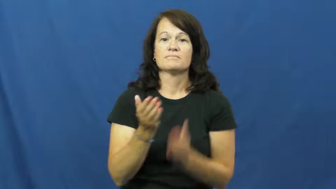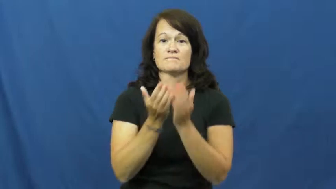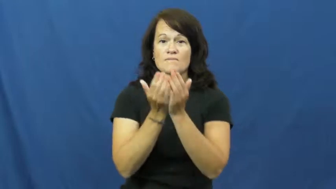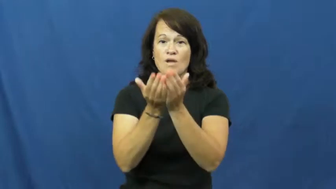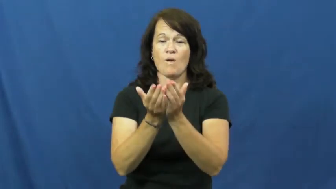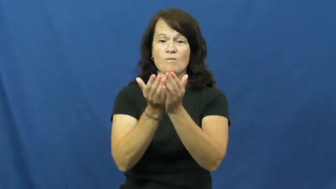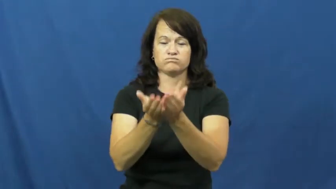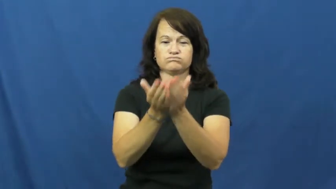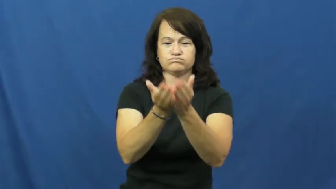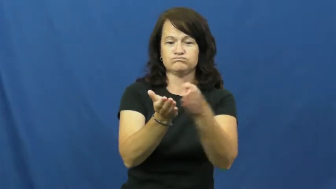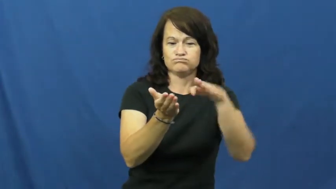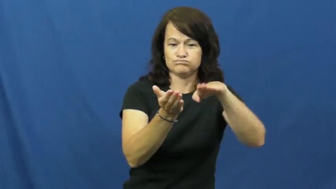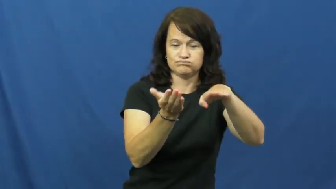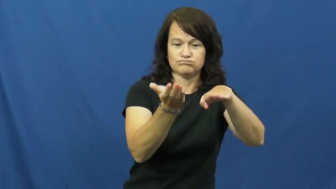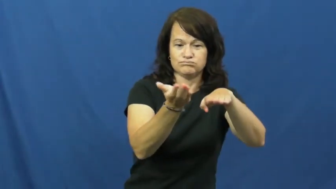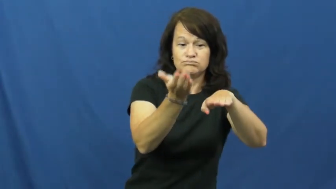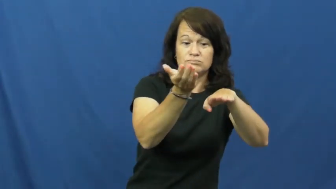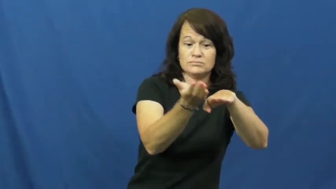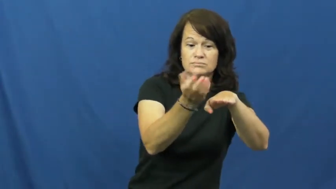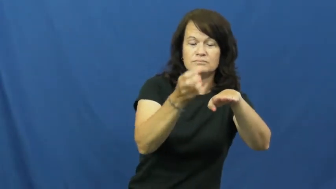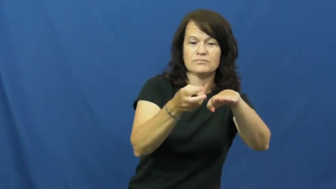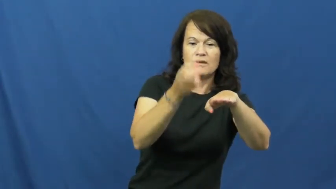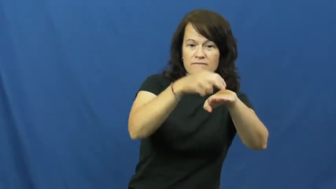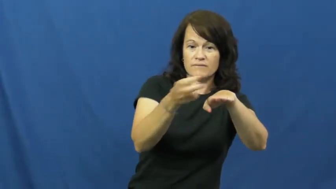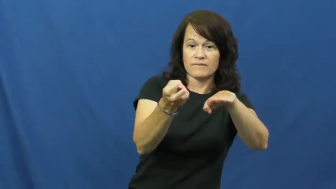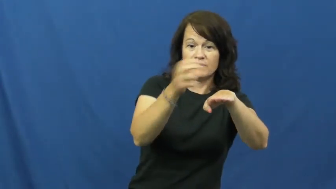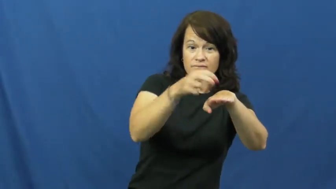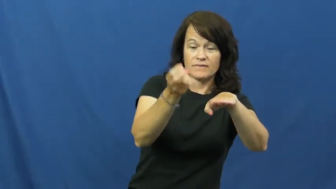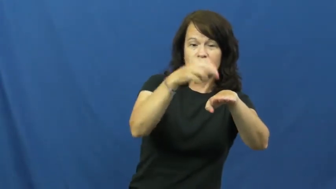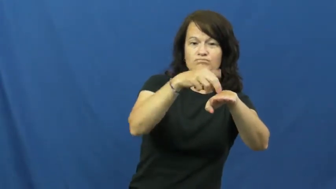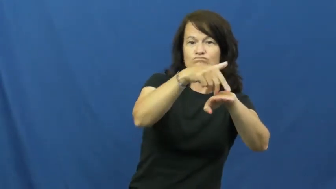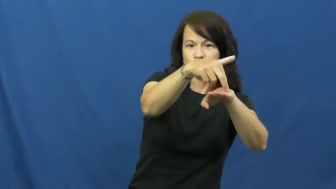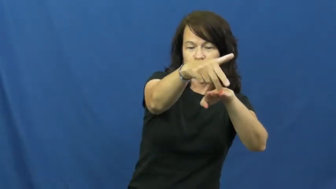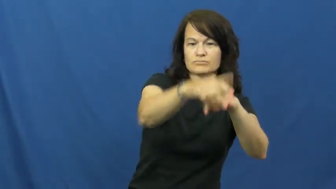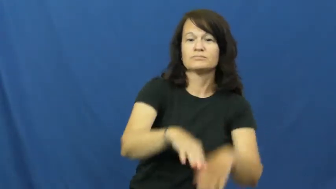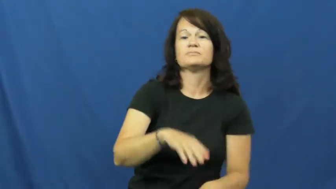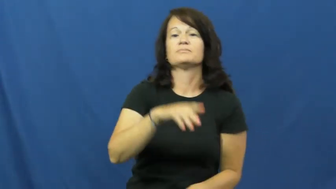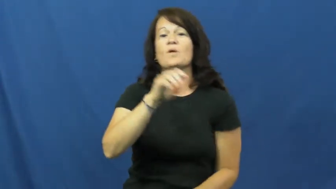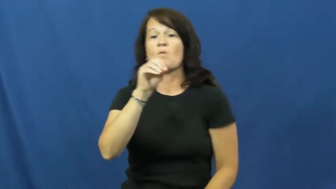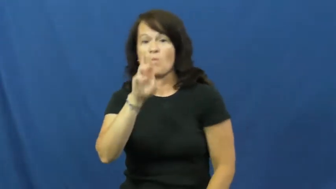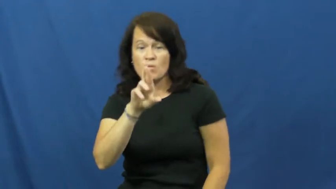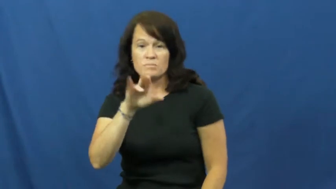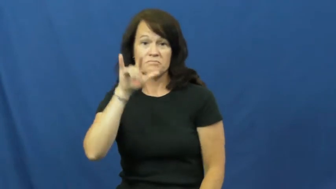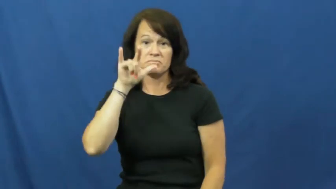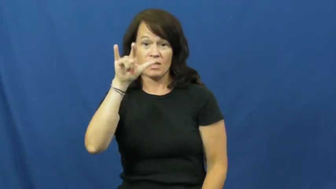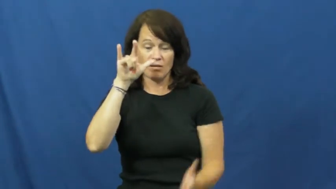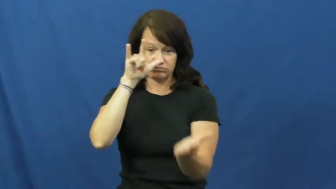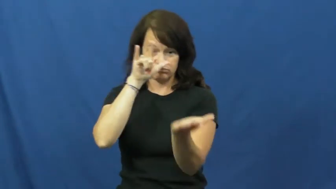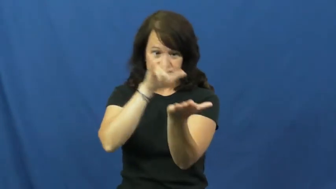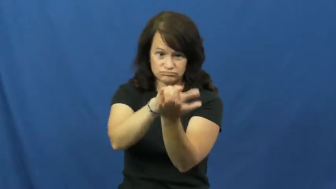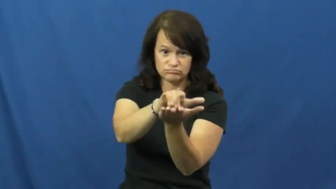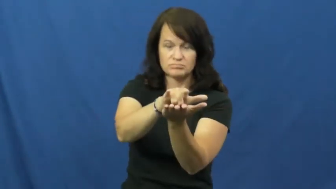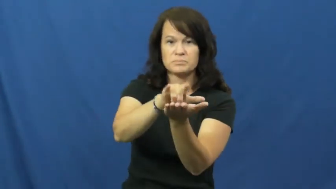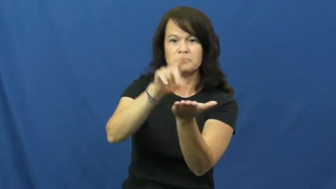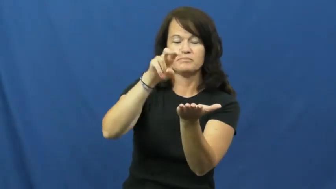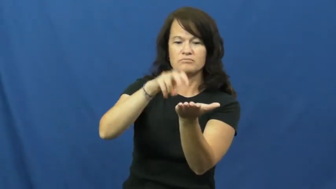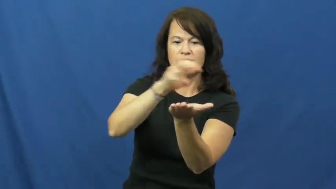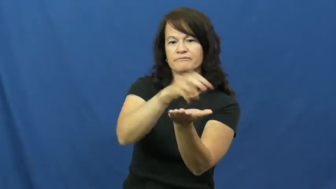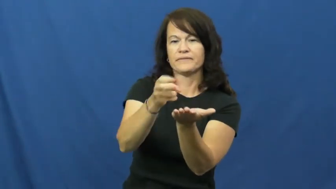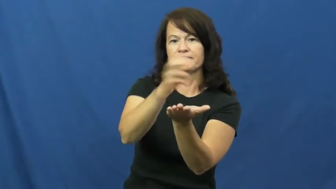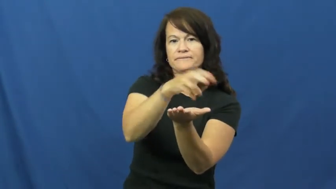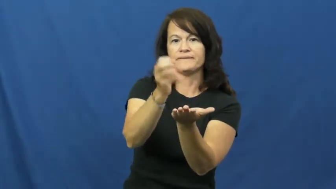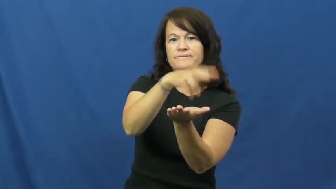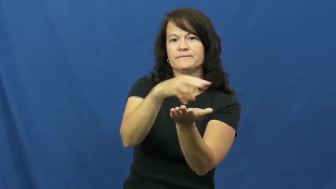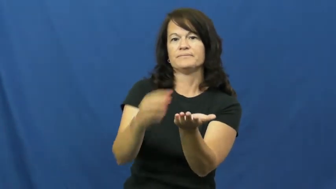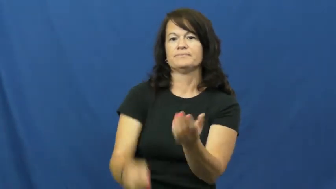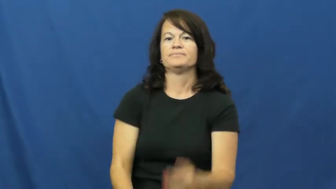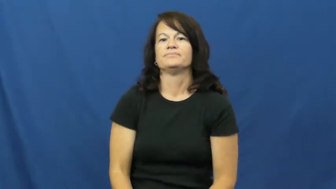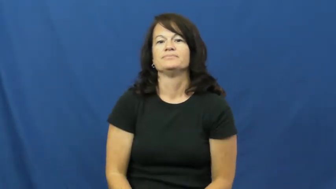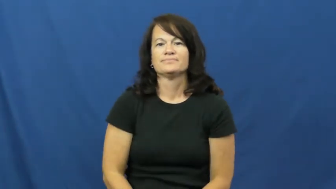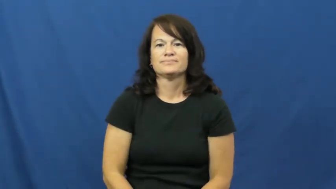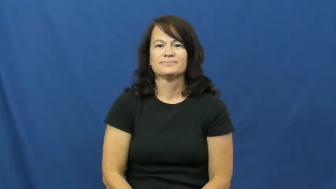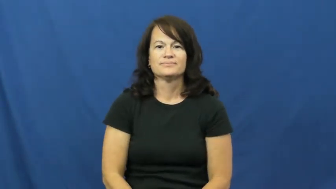disembark,alight,get off,debark